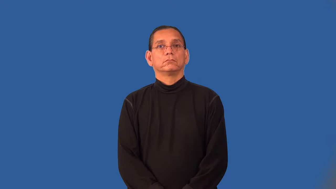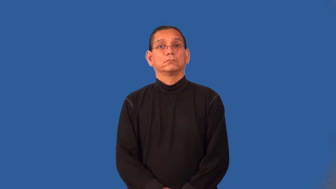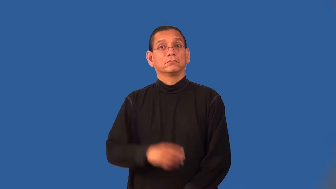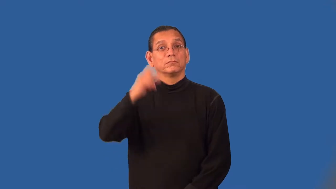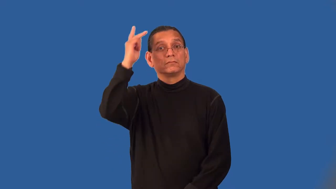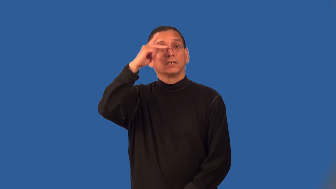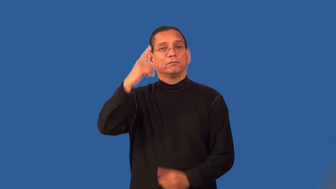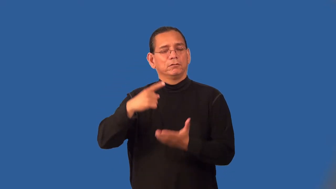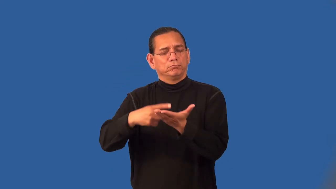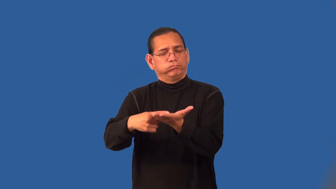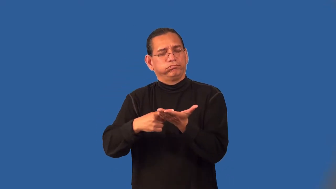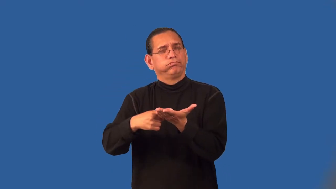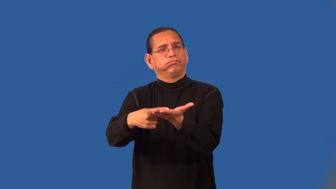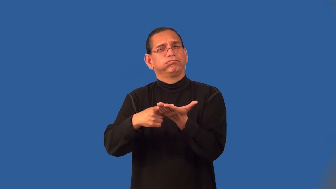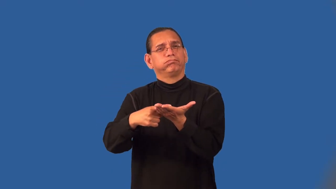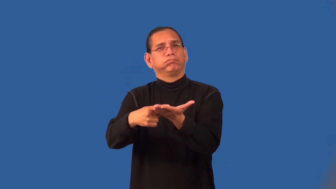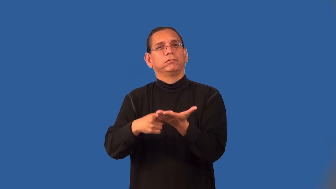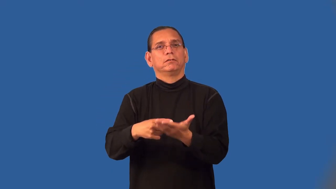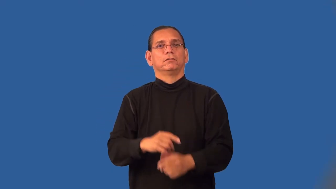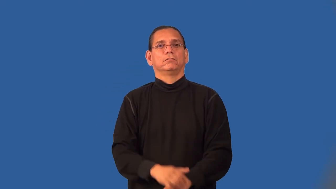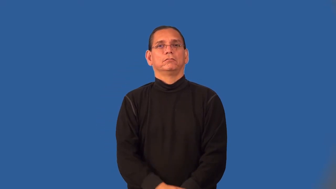philosophize